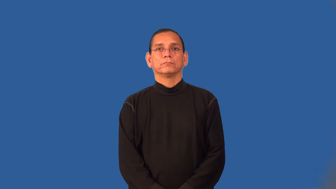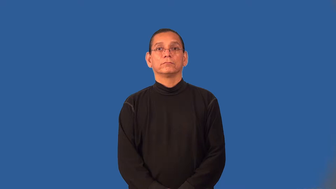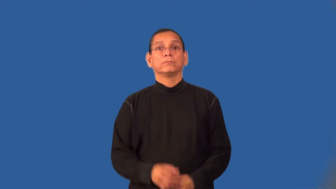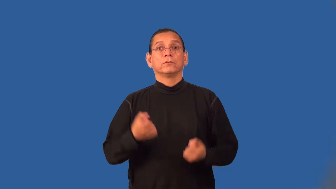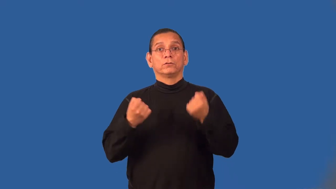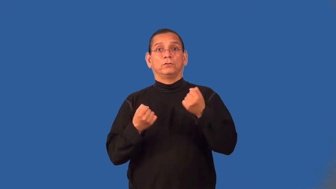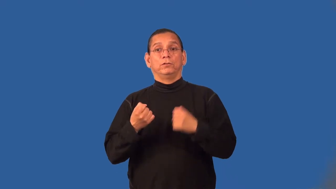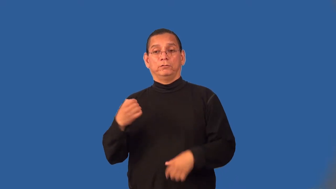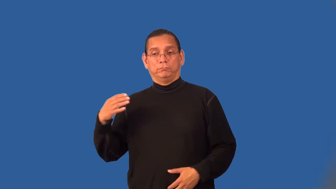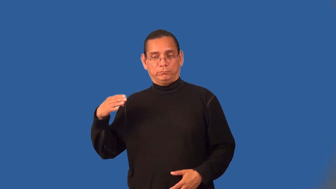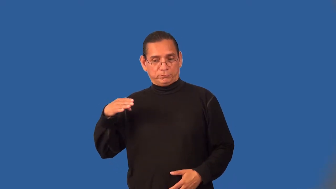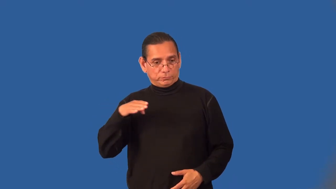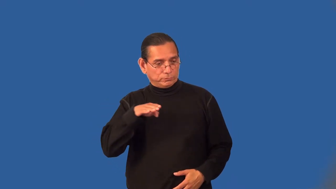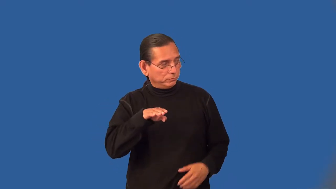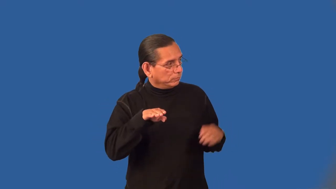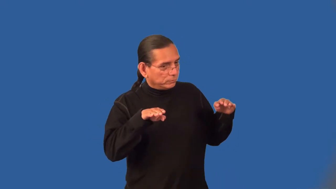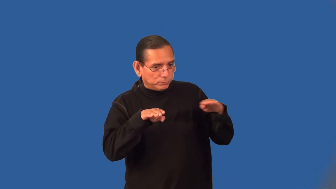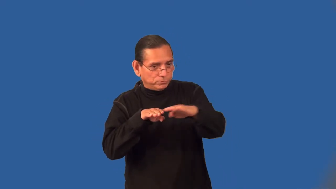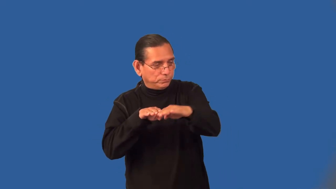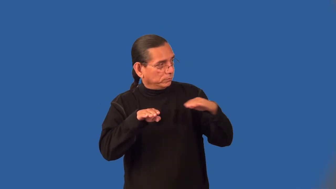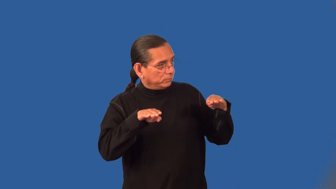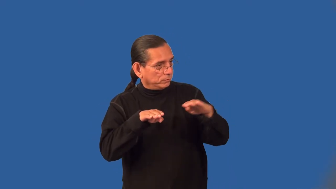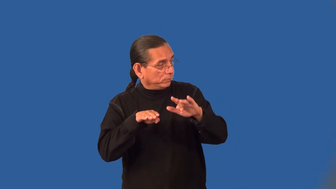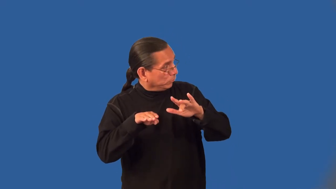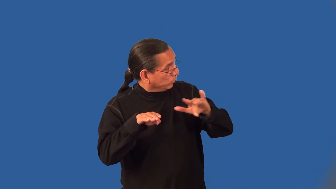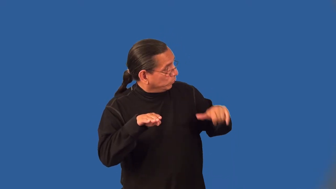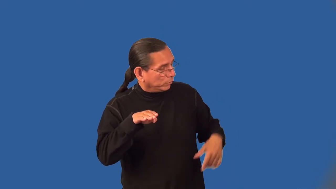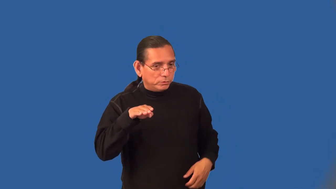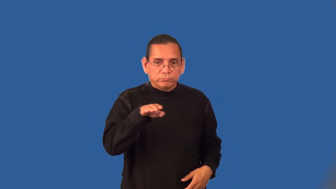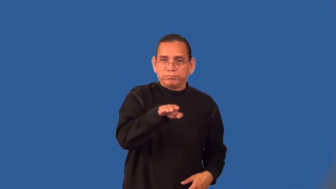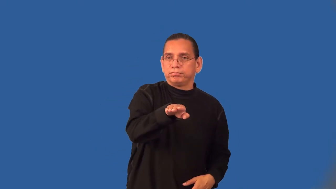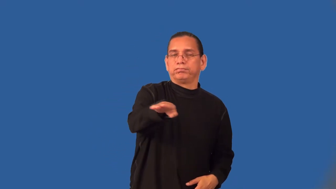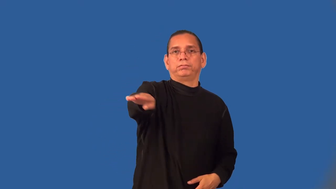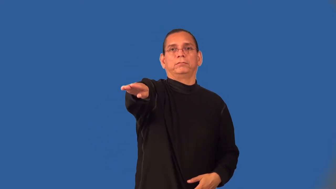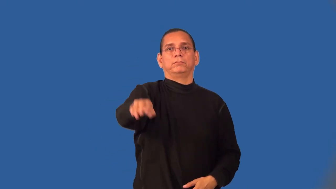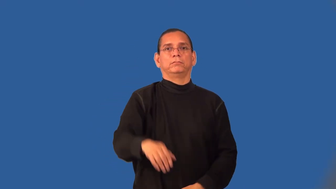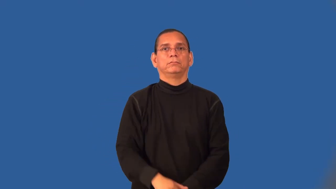yield-wait